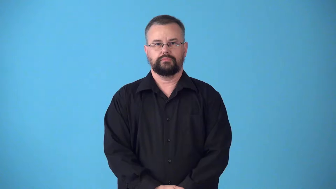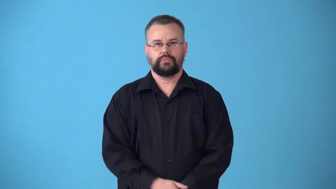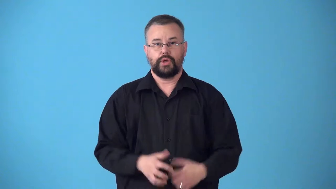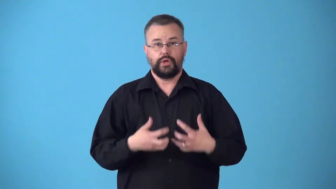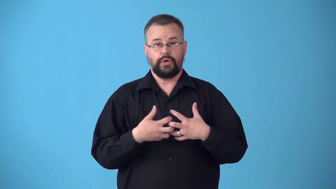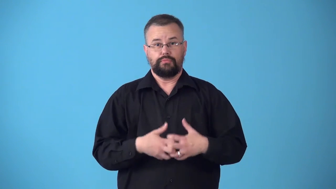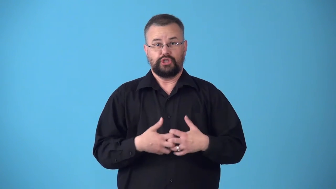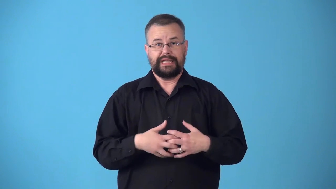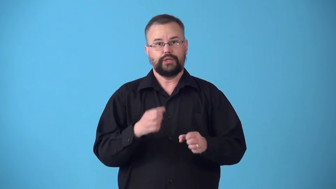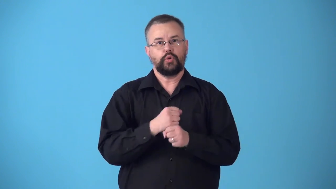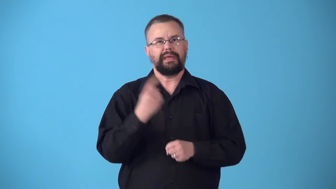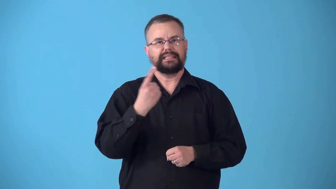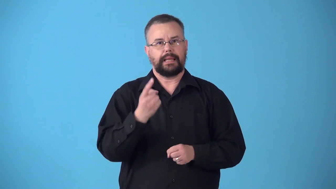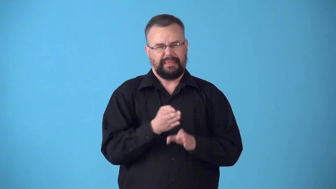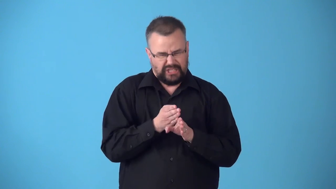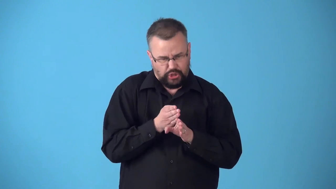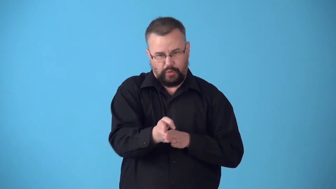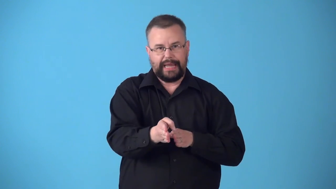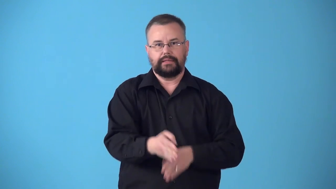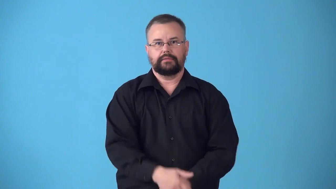straightener